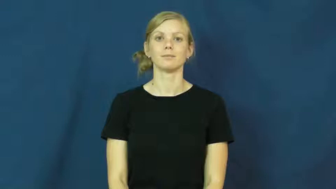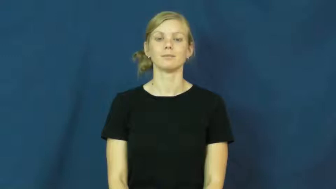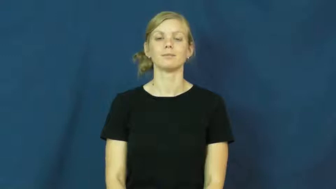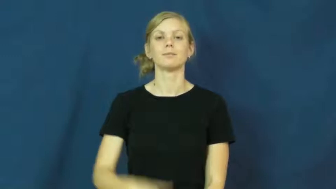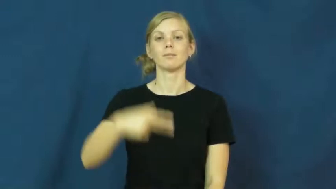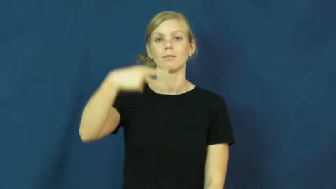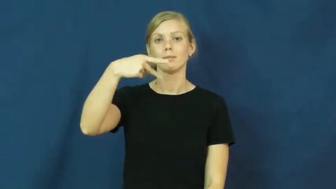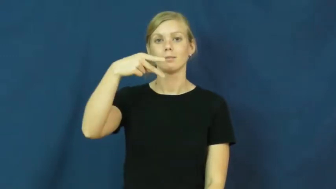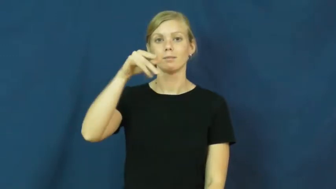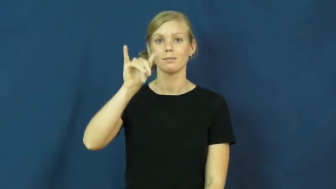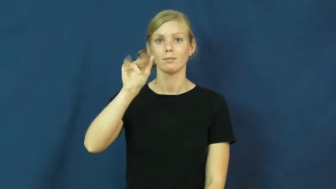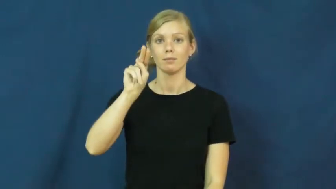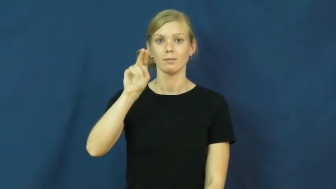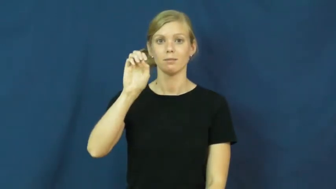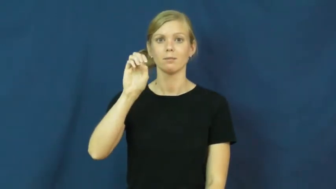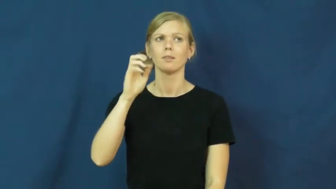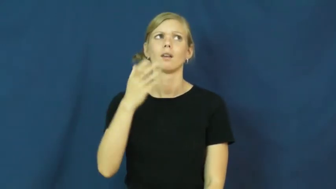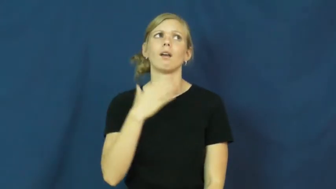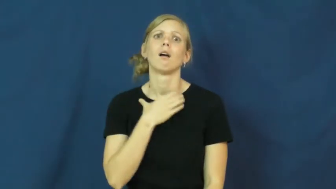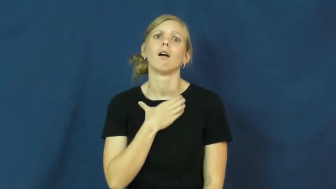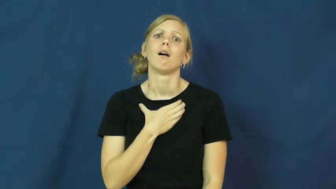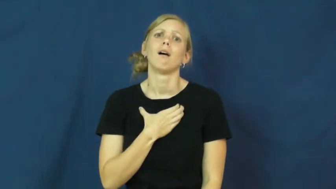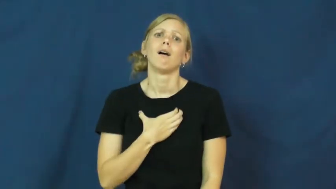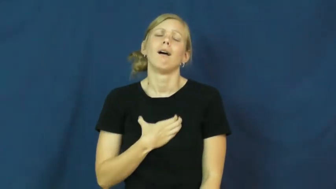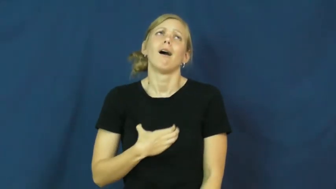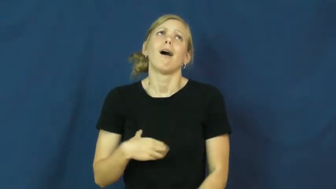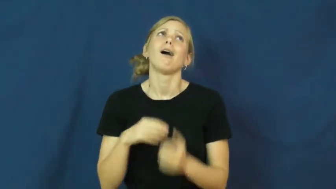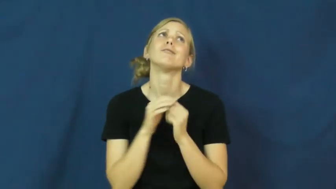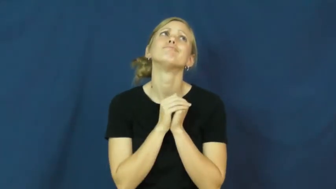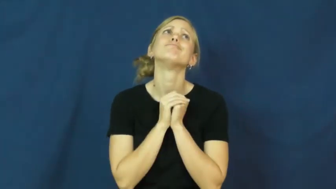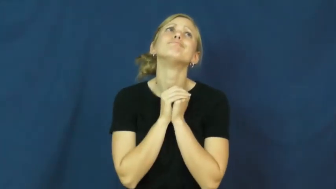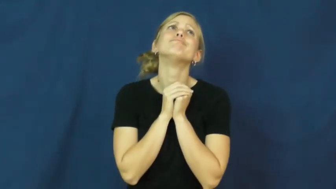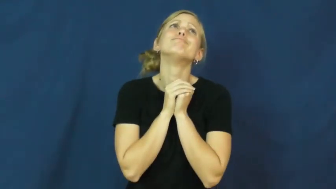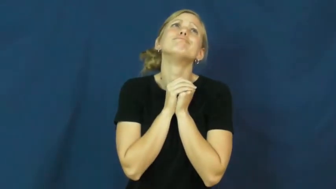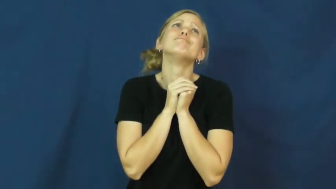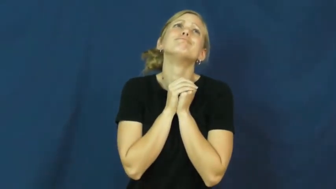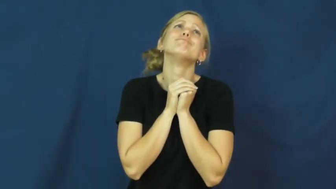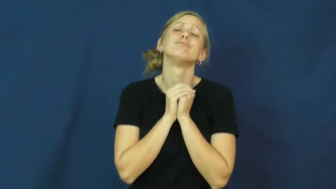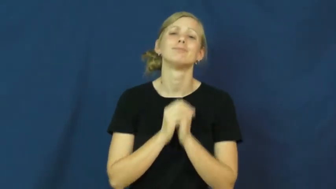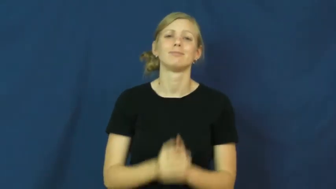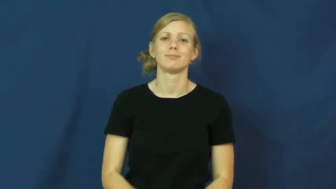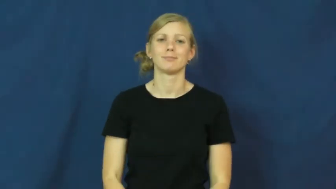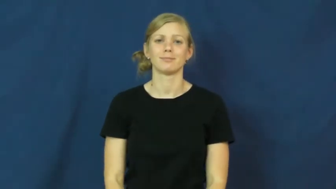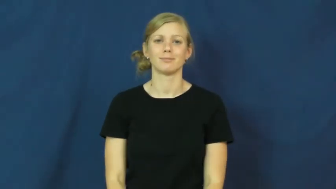pine-yearn